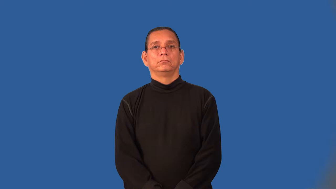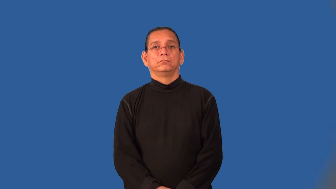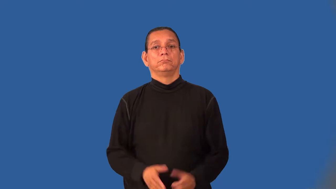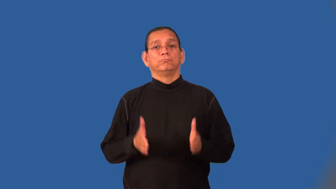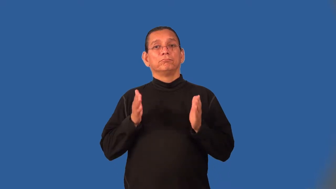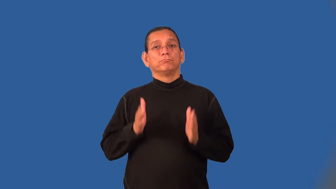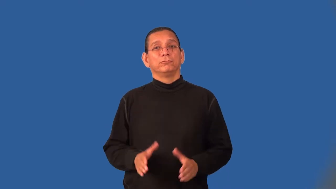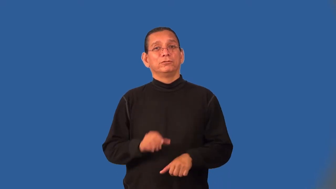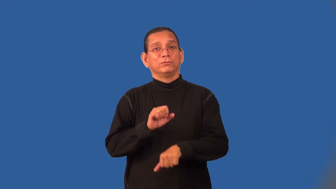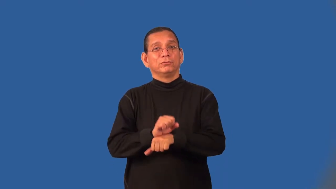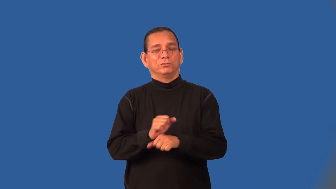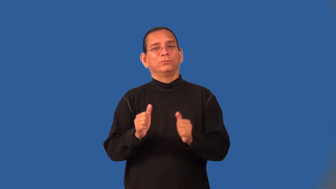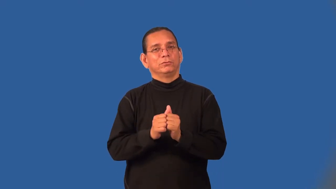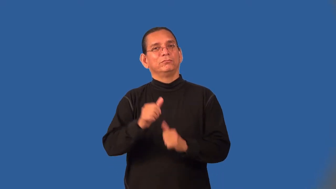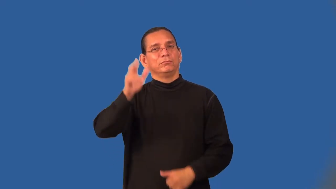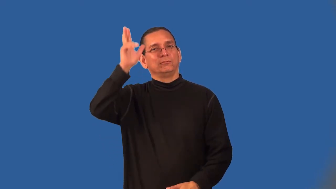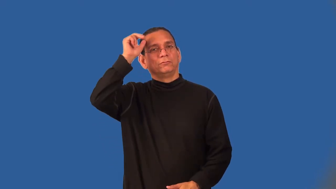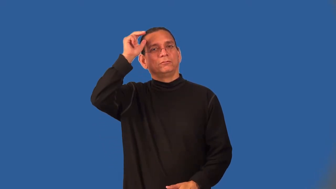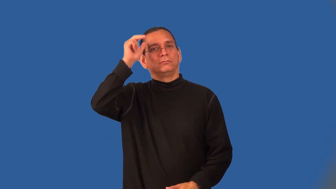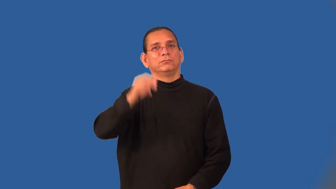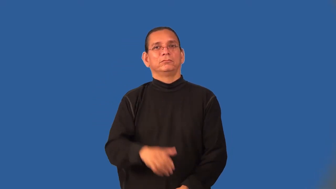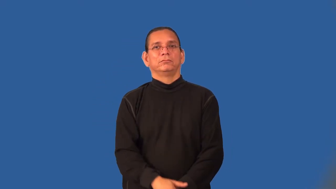liveryman